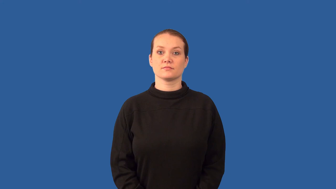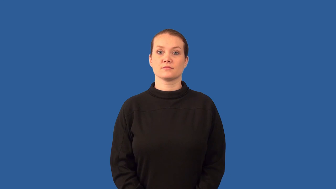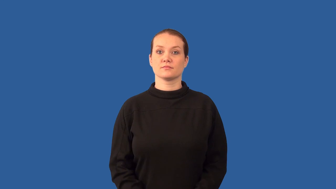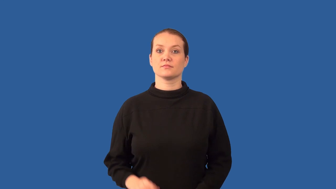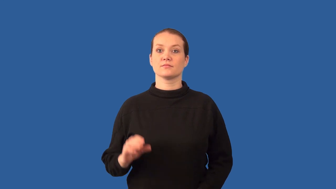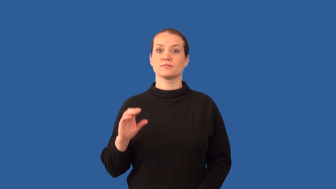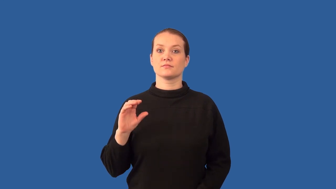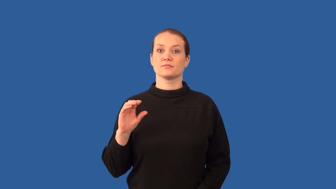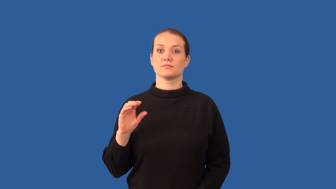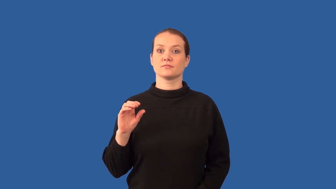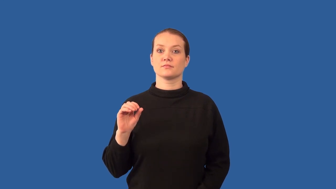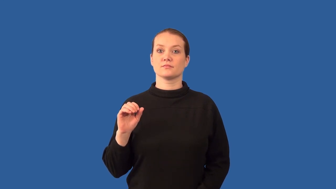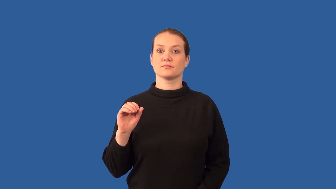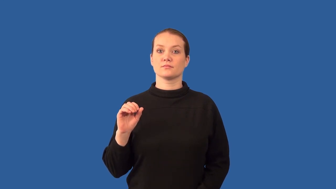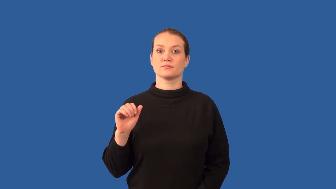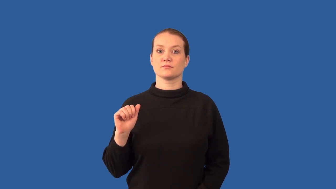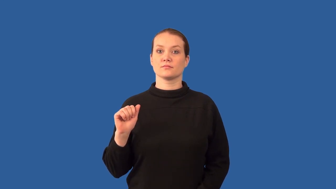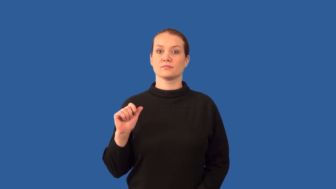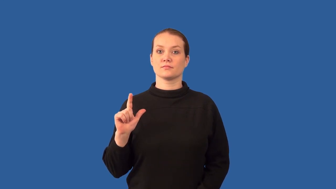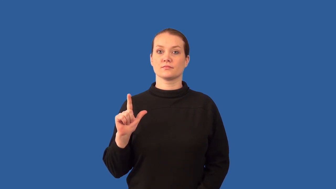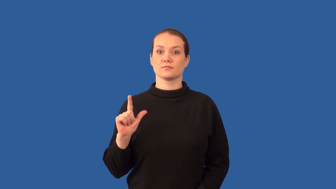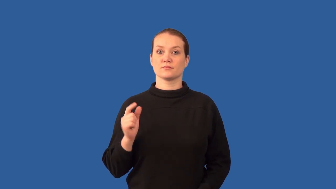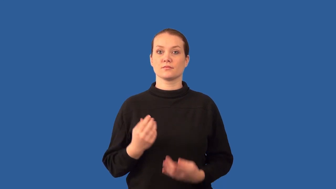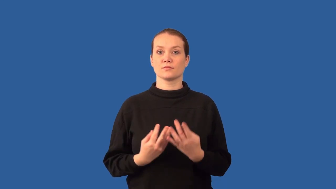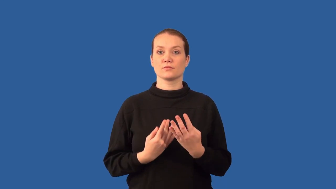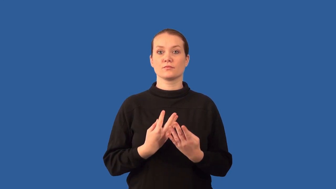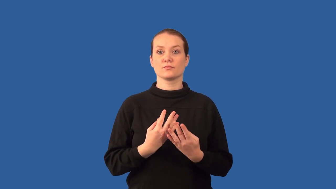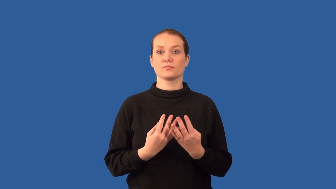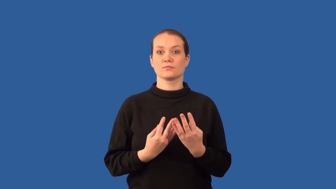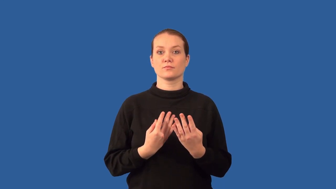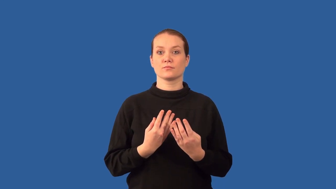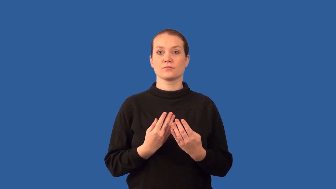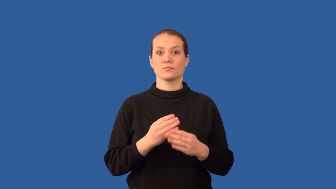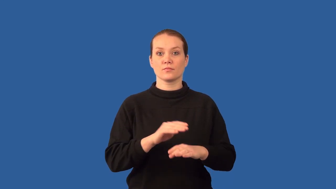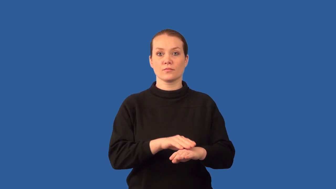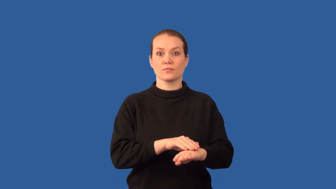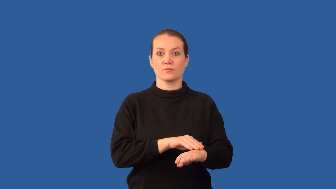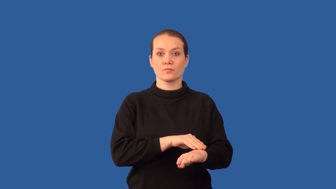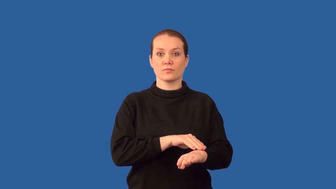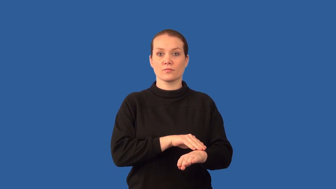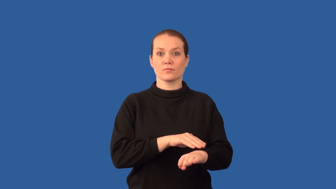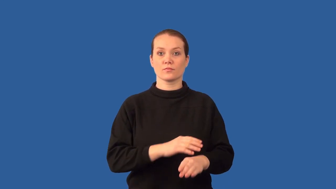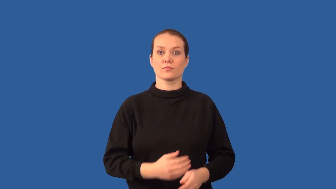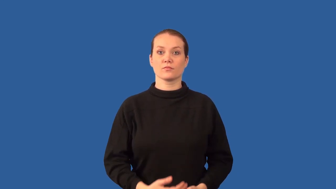anthracite